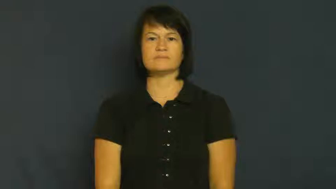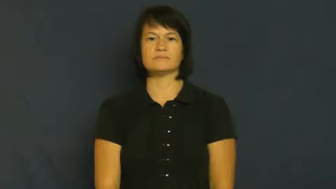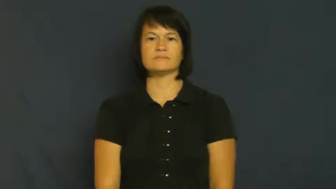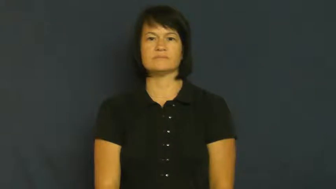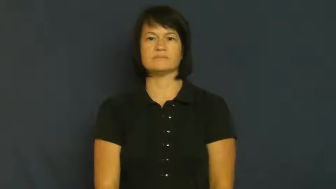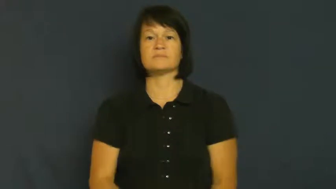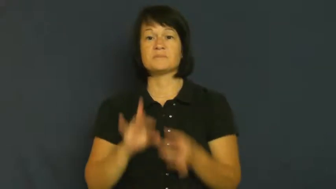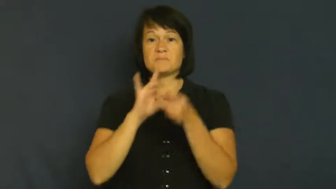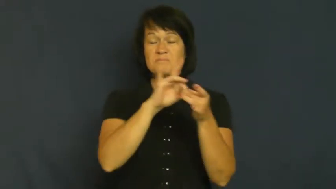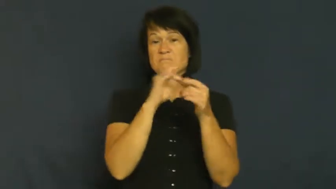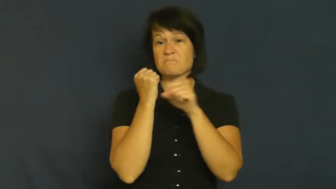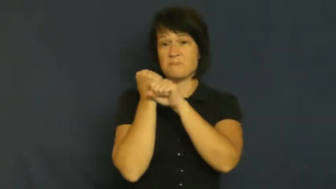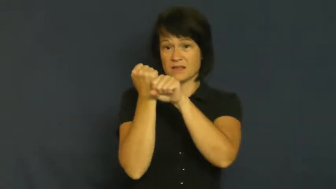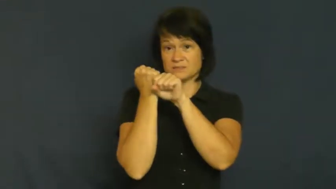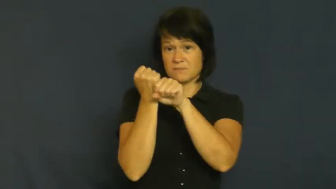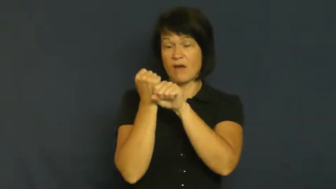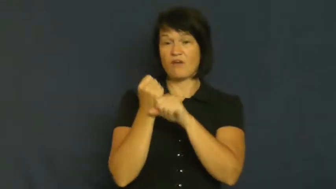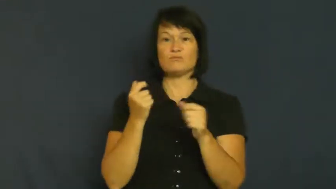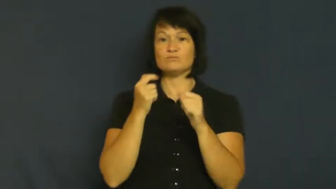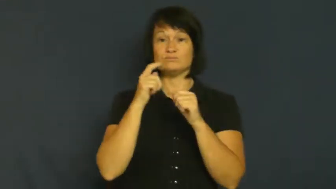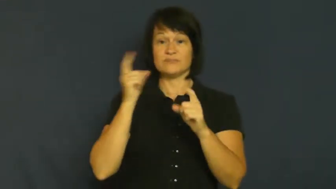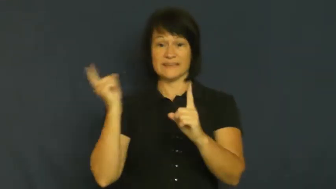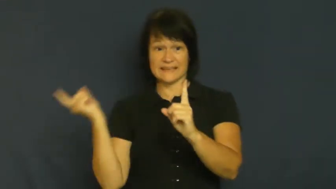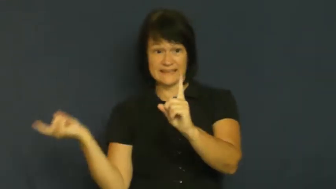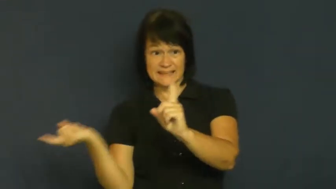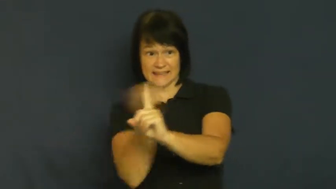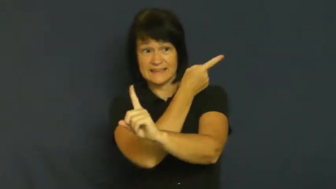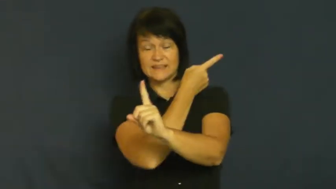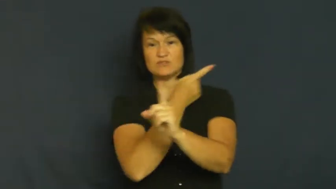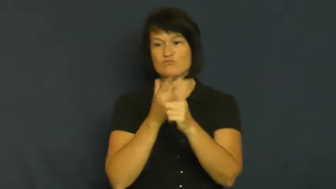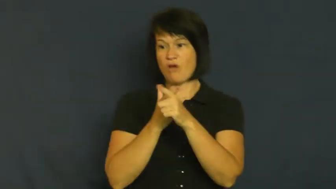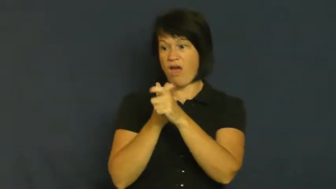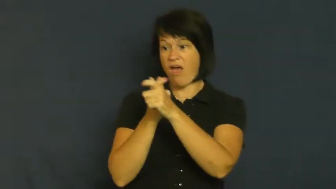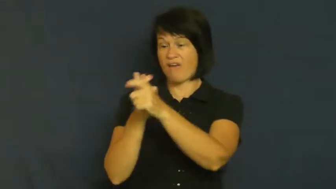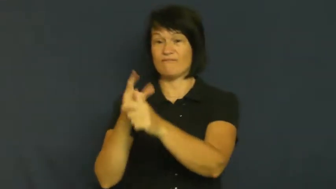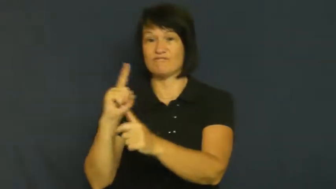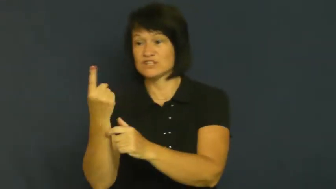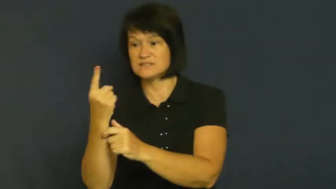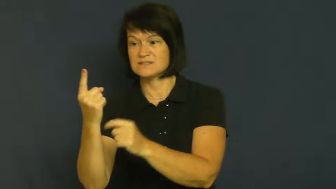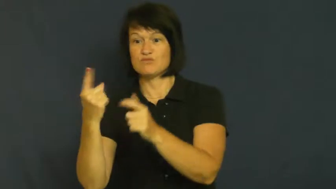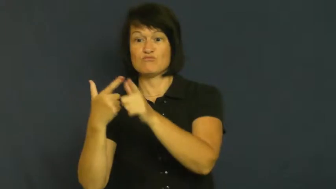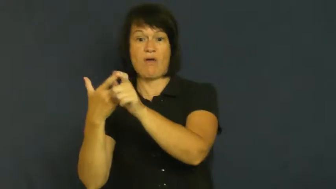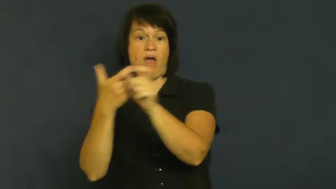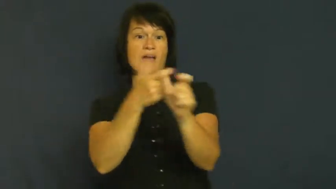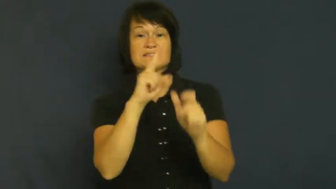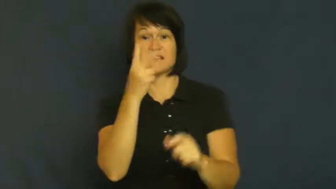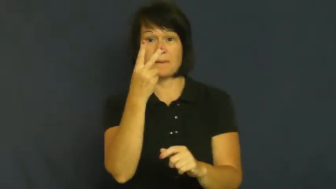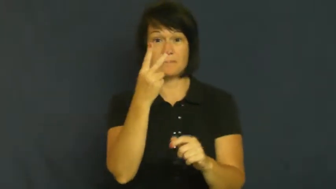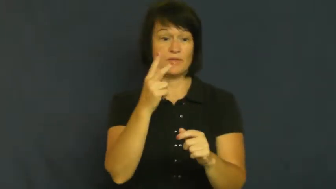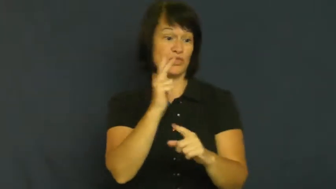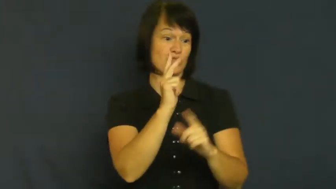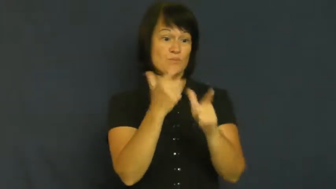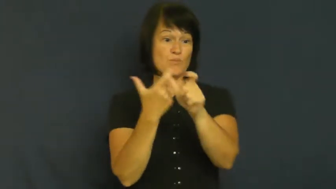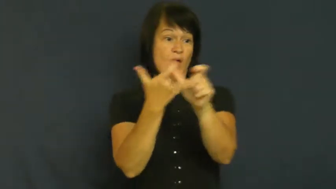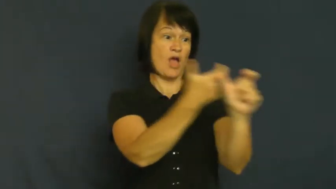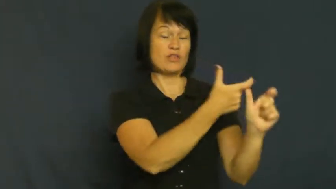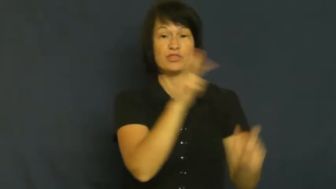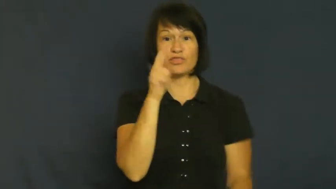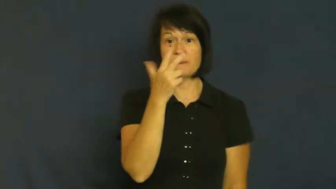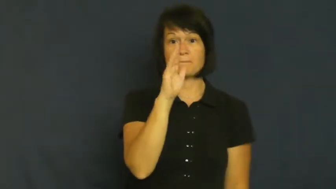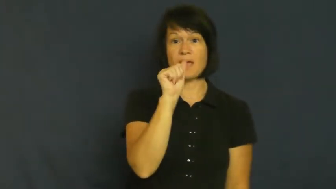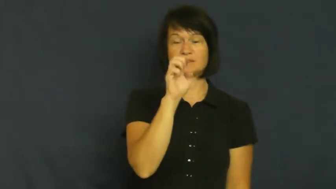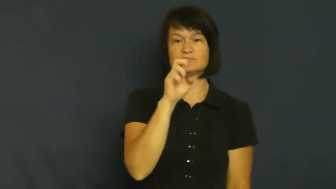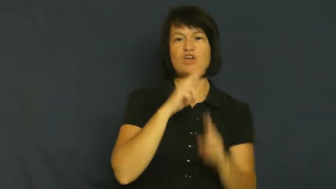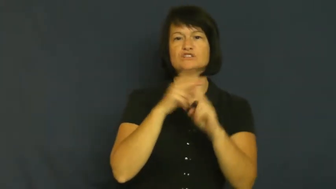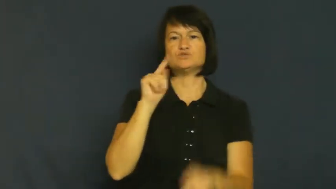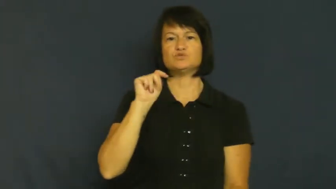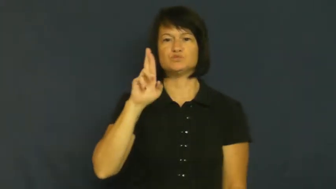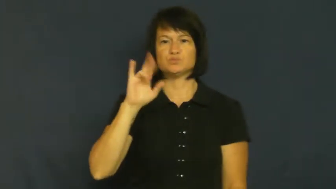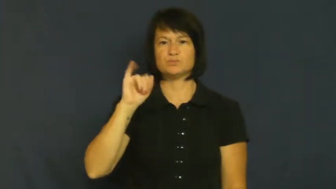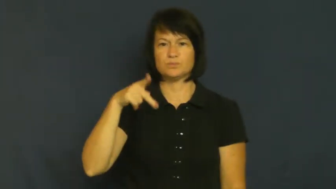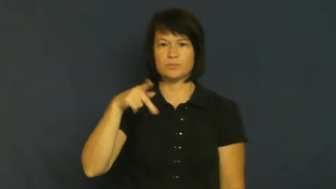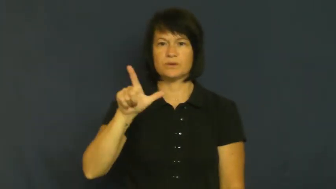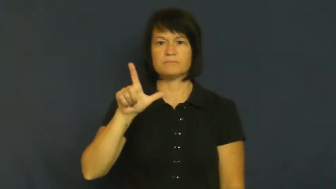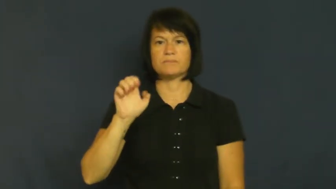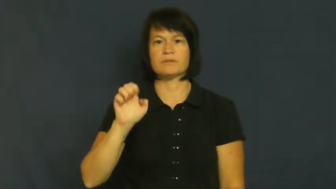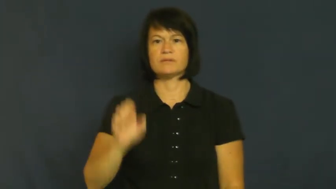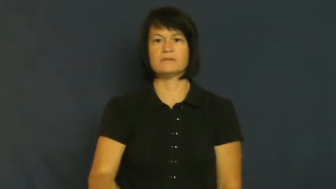triple-baseball